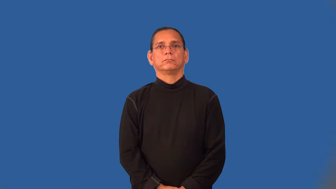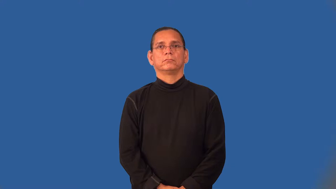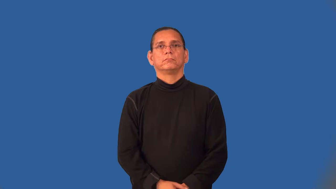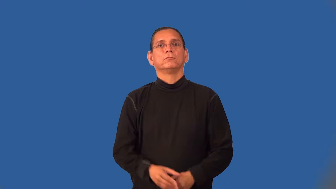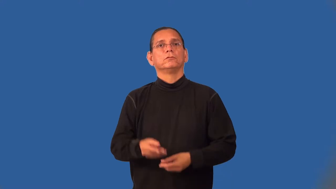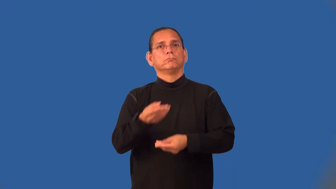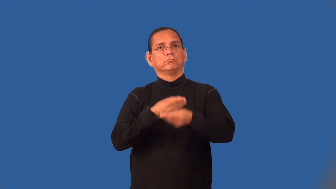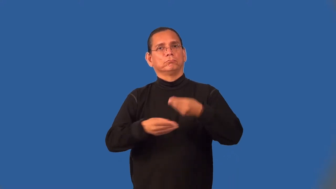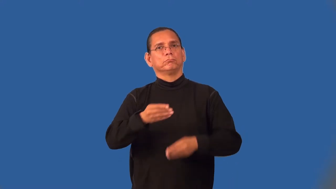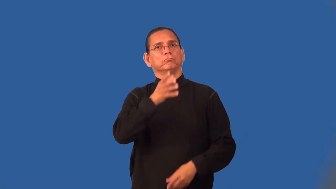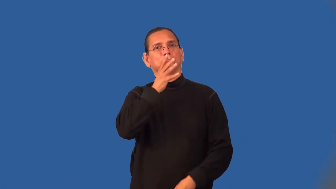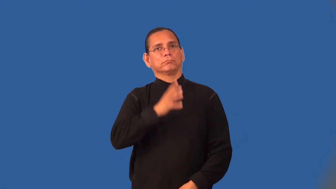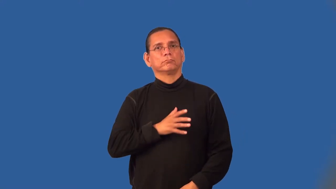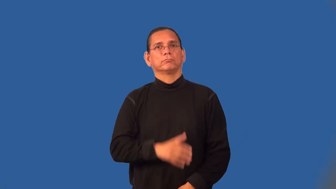tradeswoman